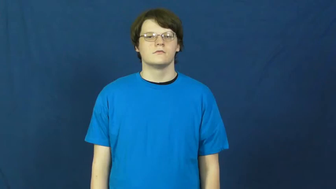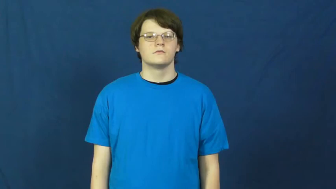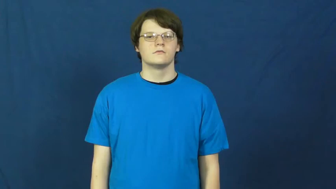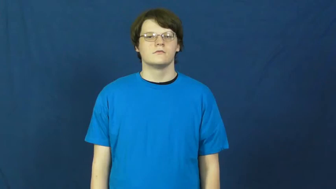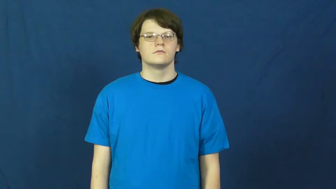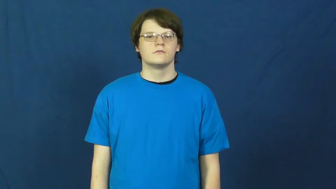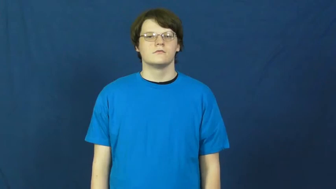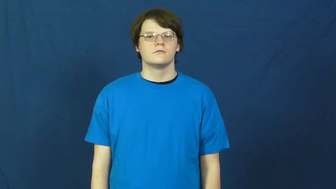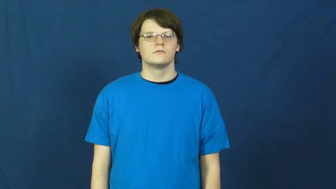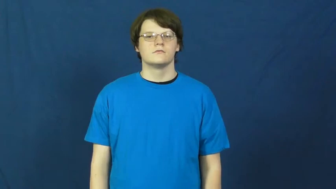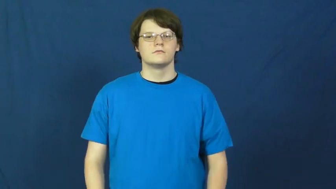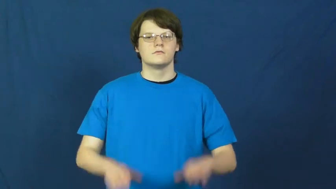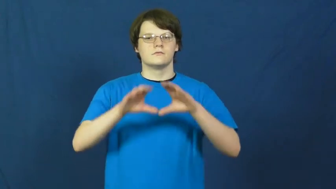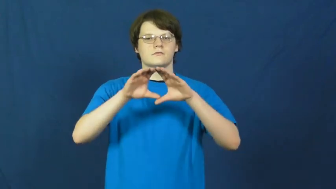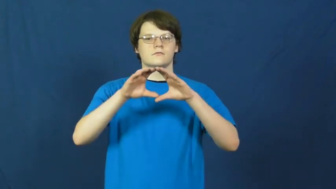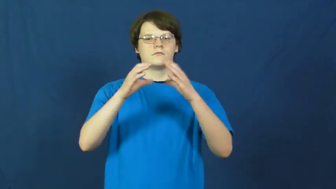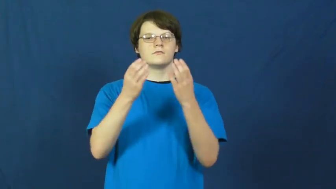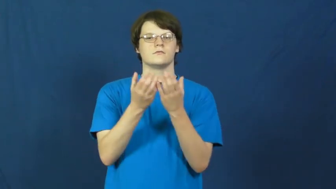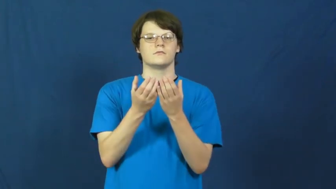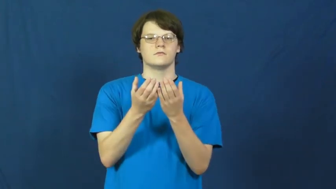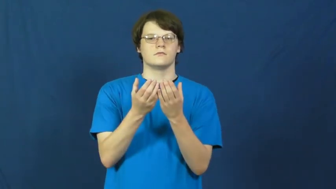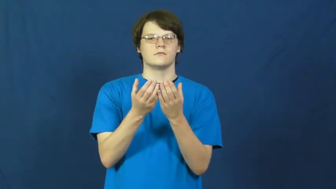school,shoal-fish